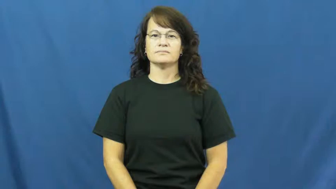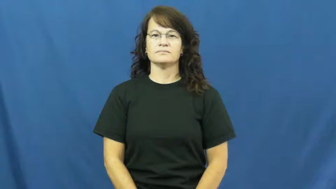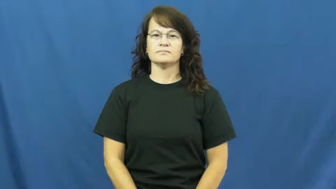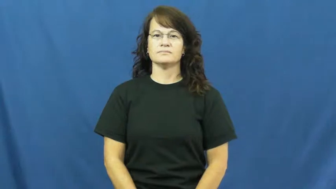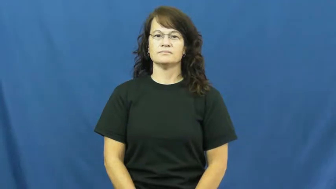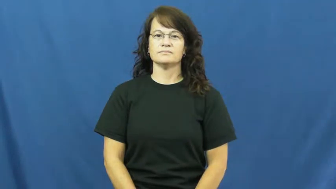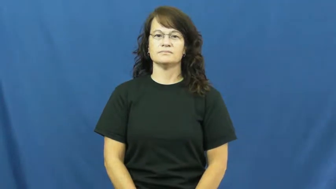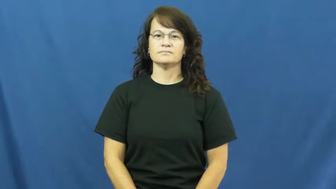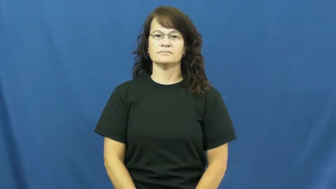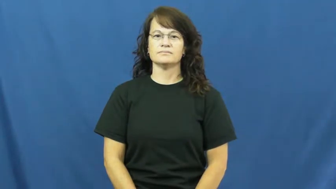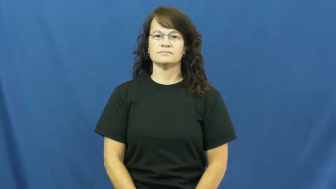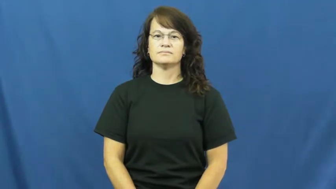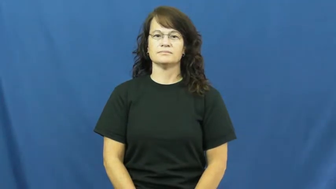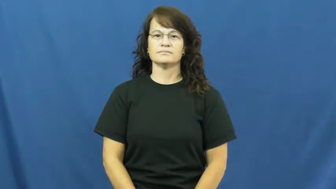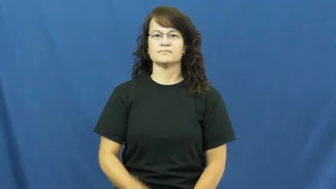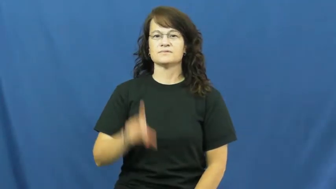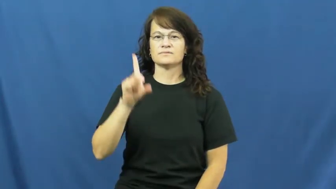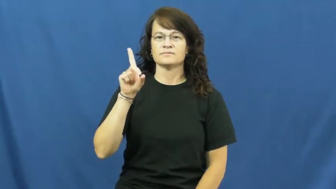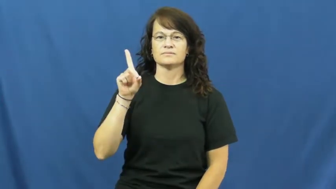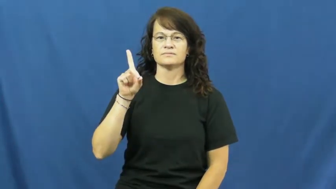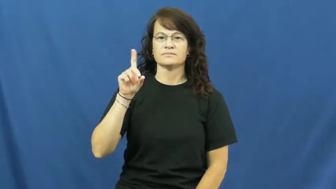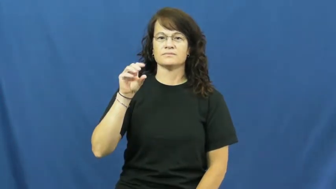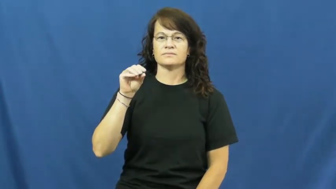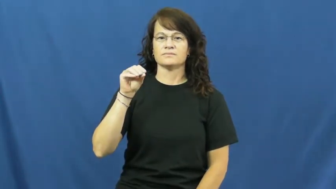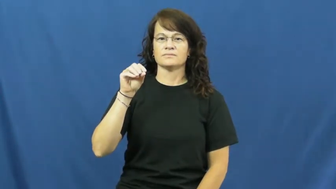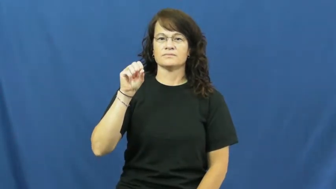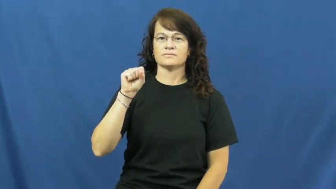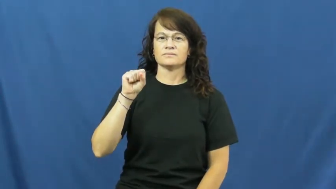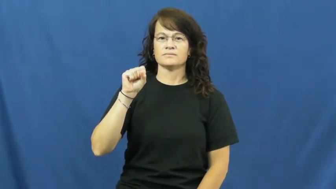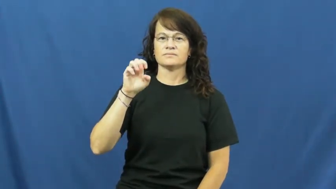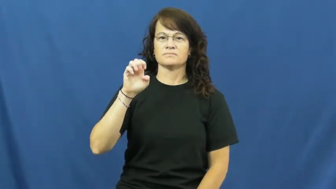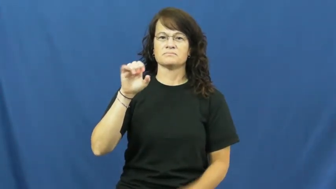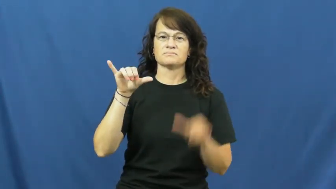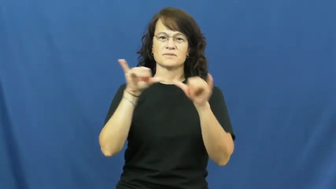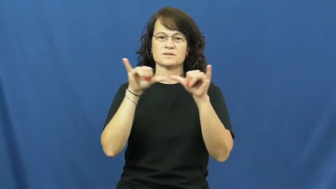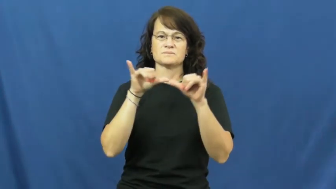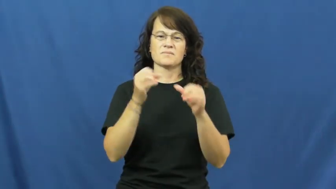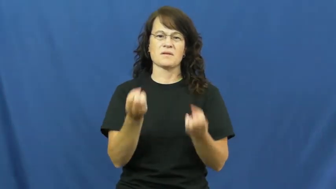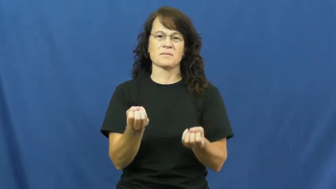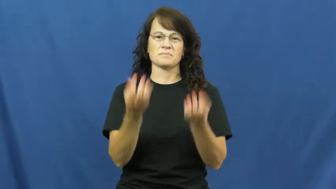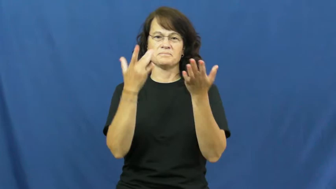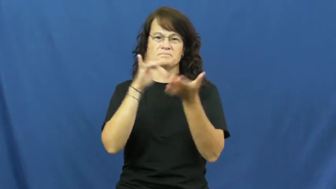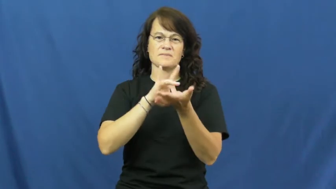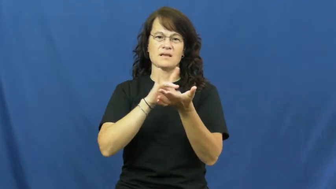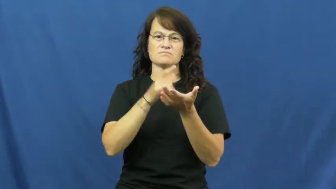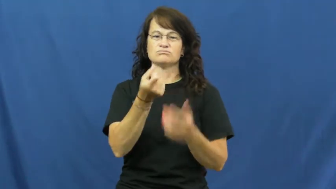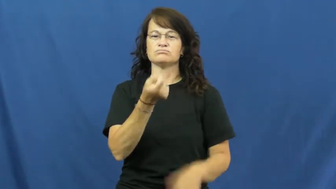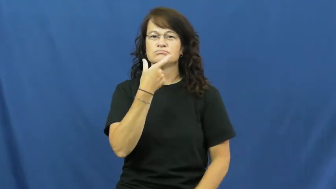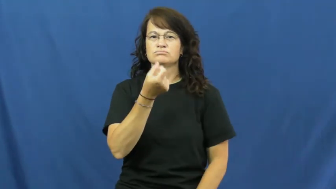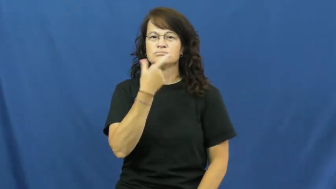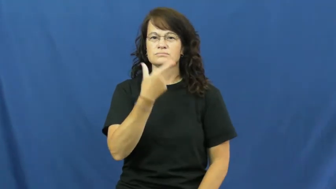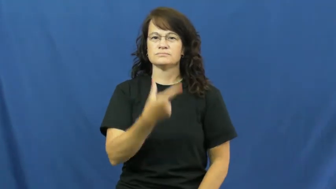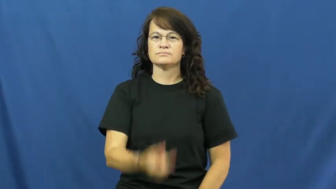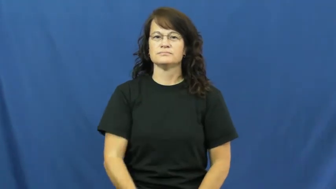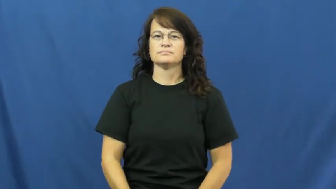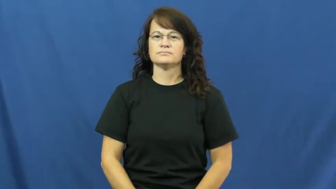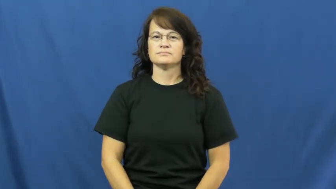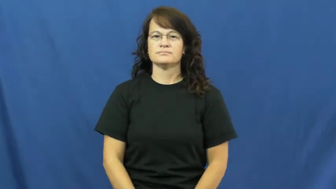dose